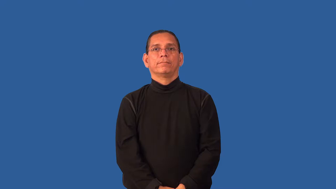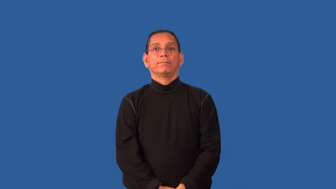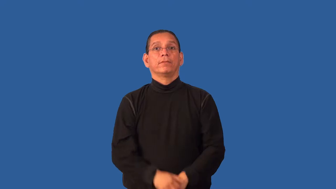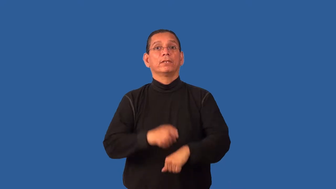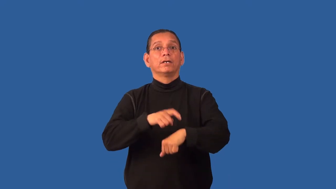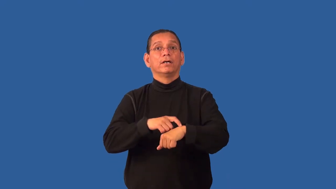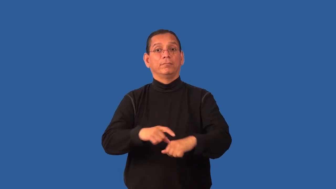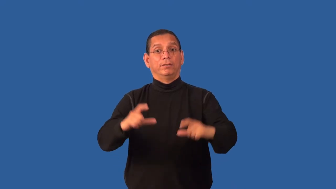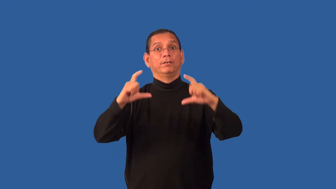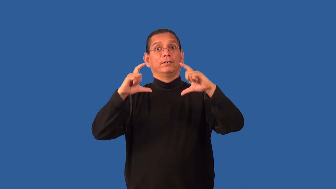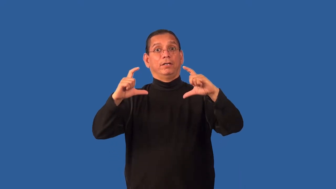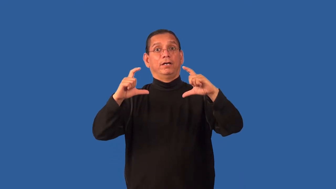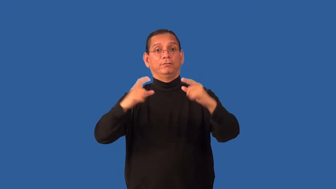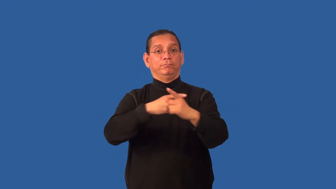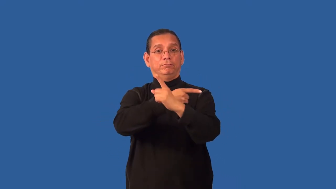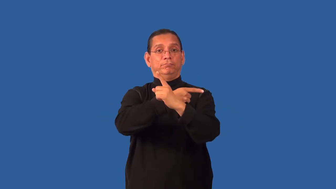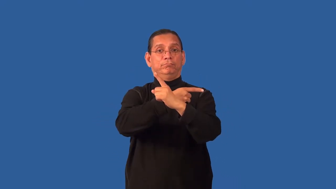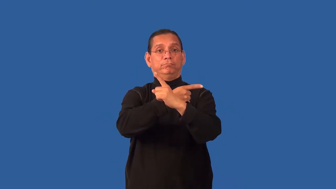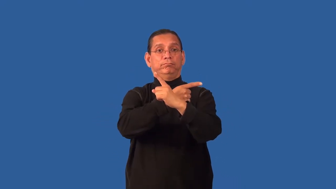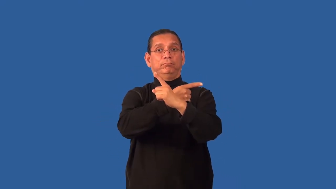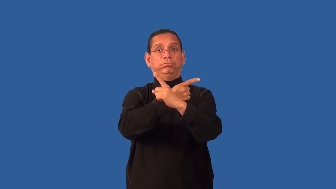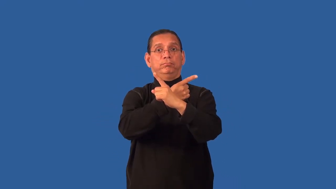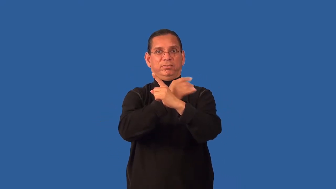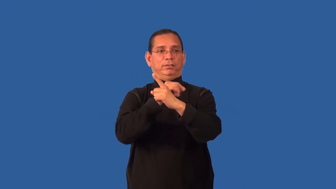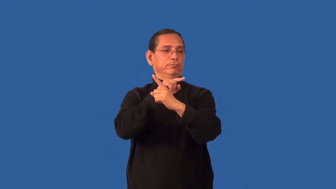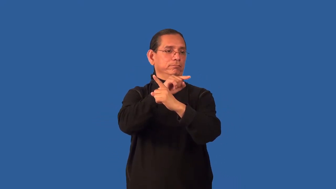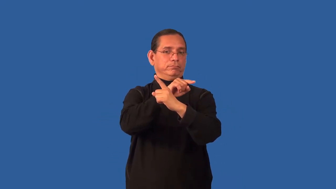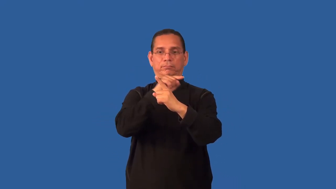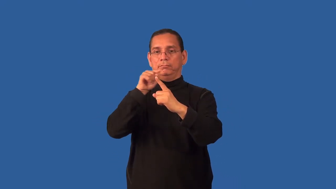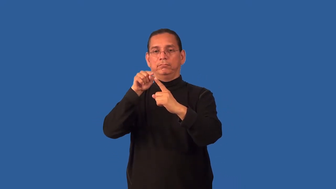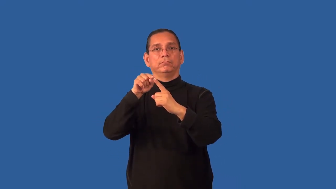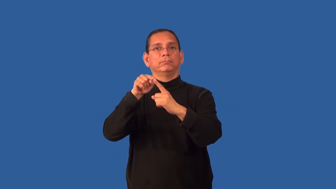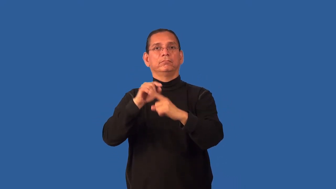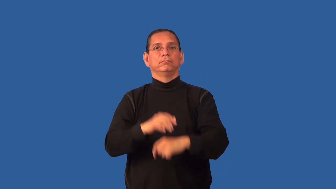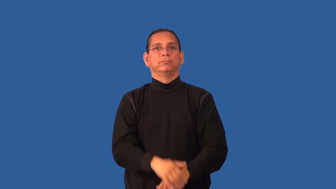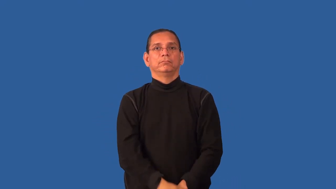hand-clock